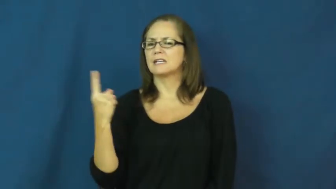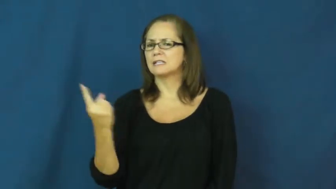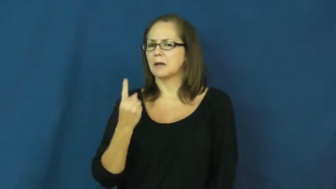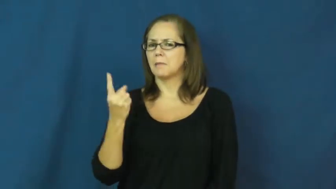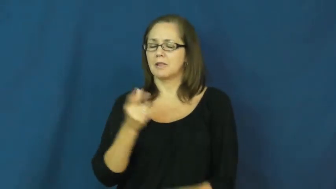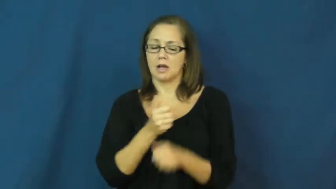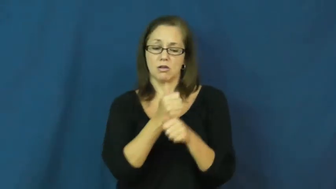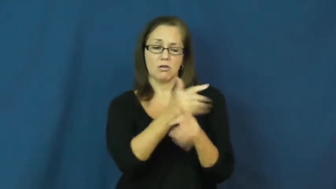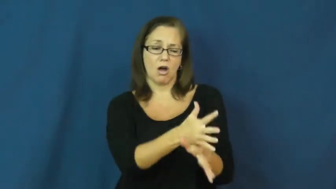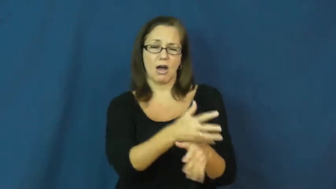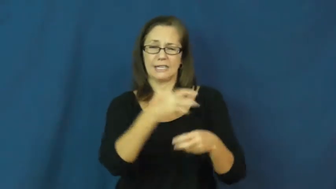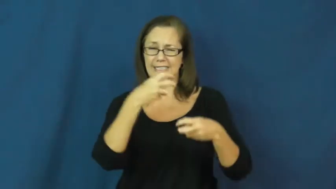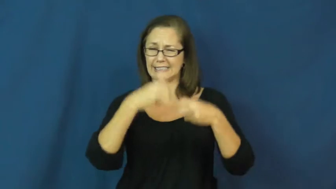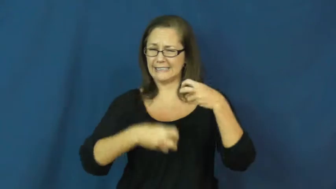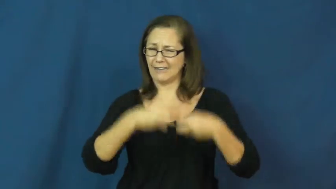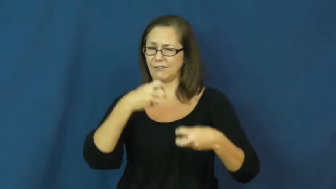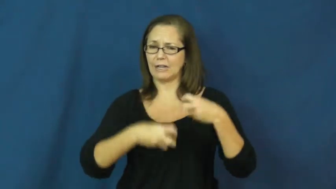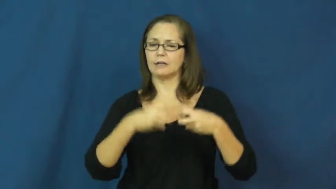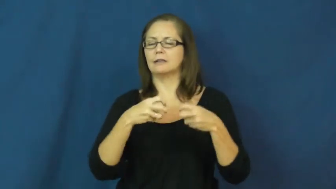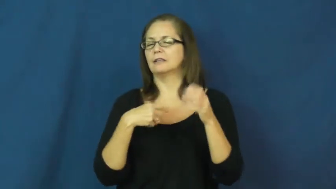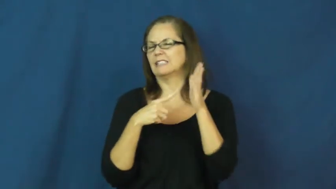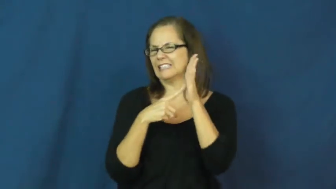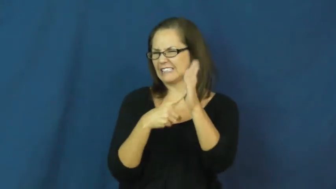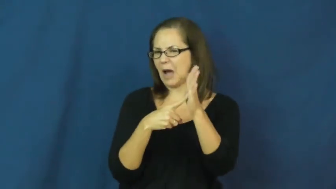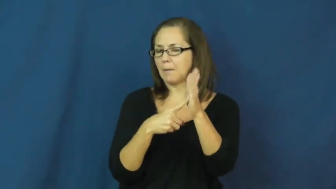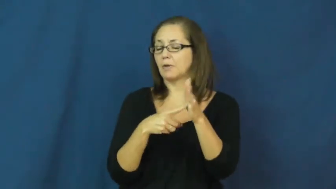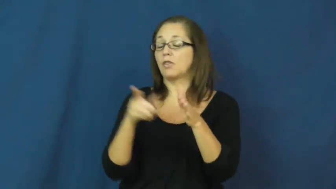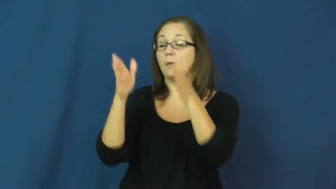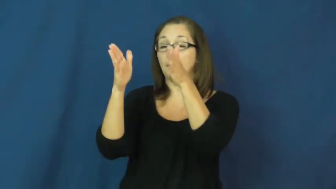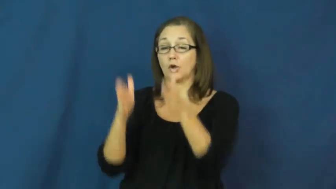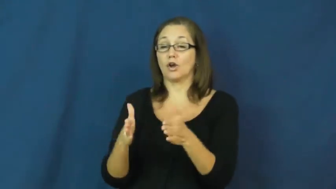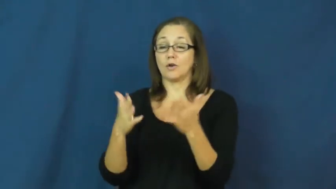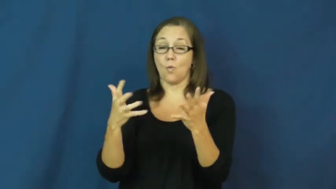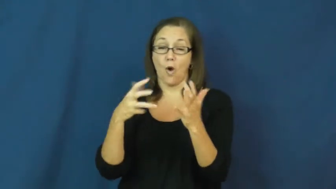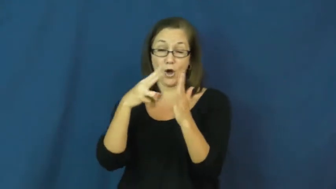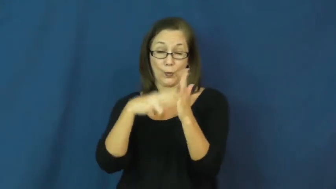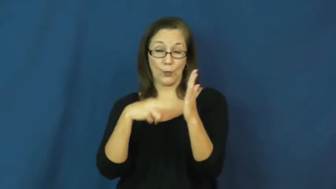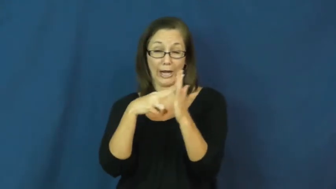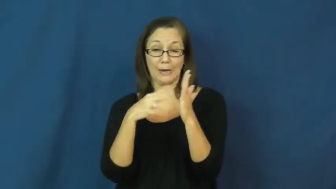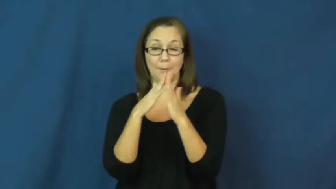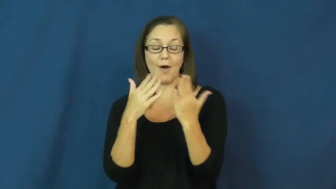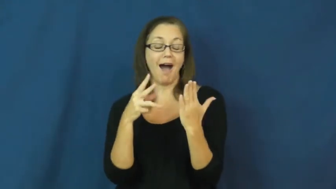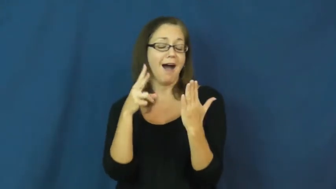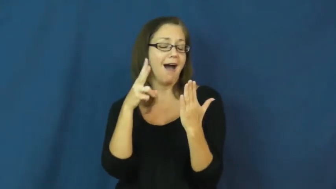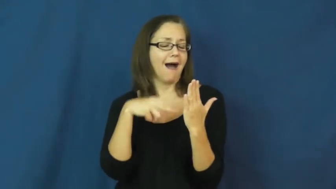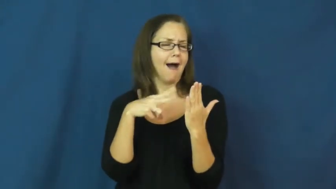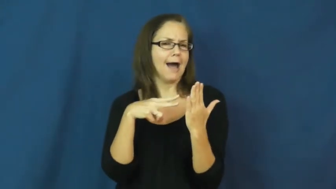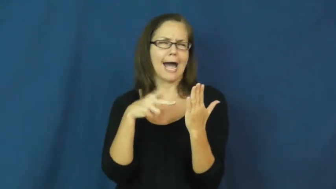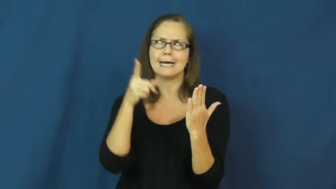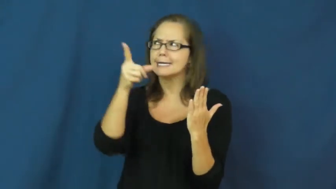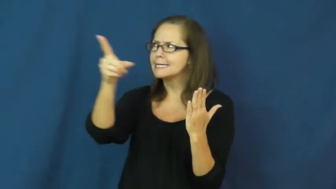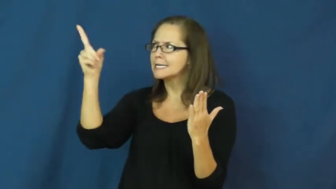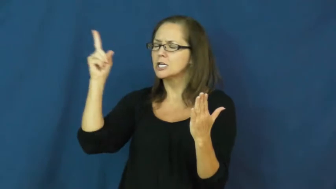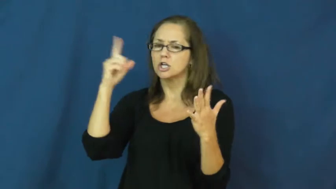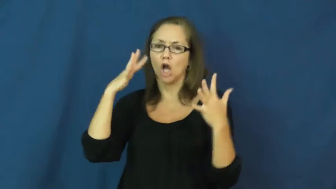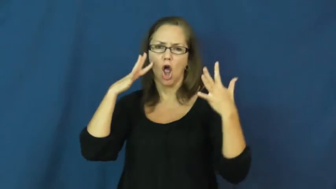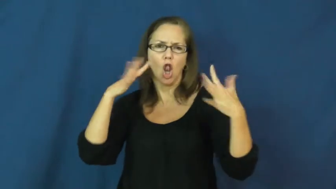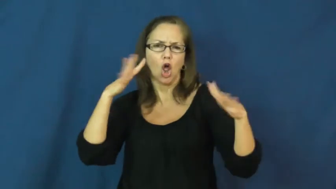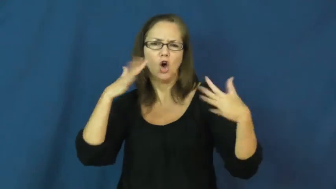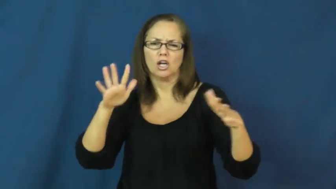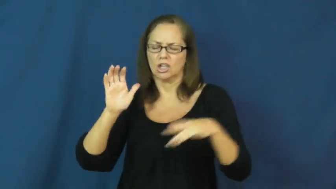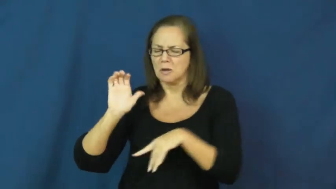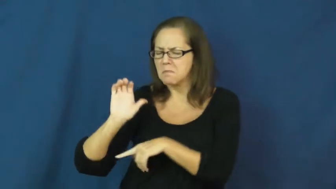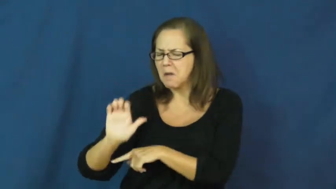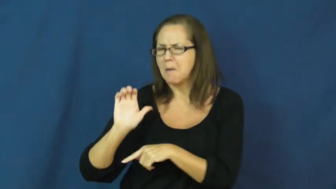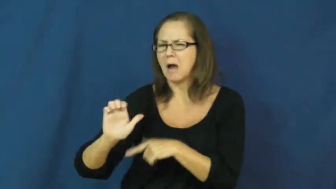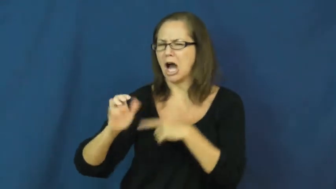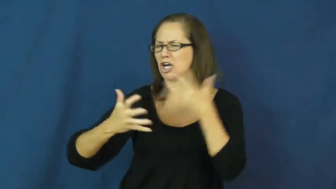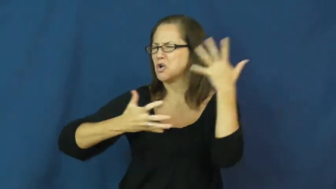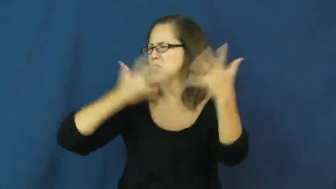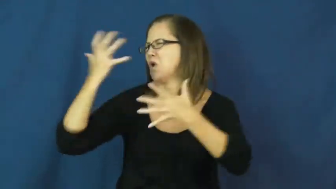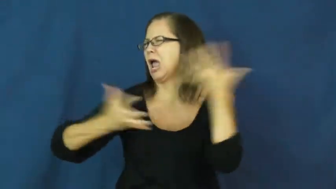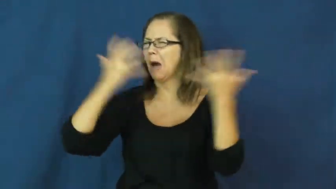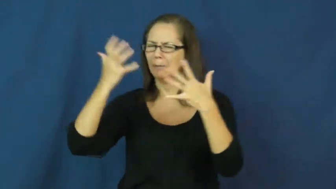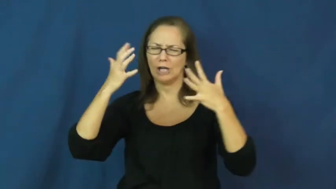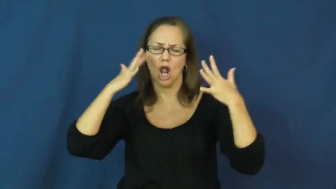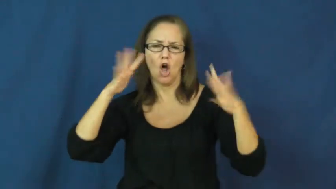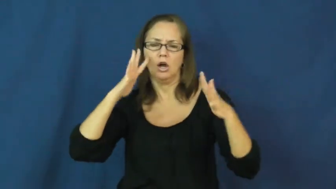impediment